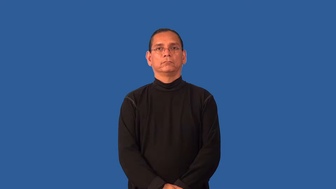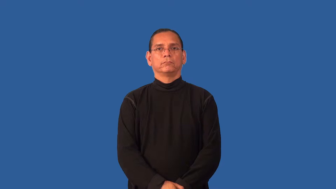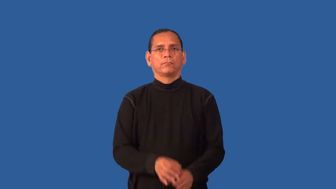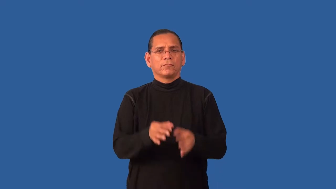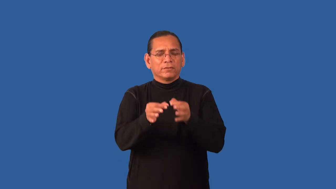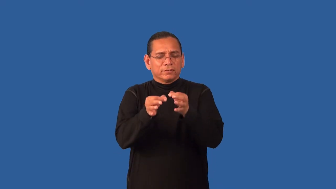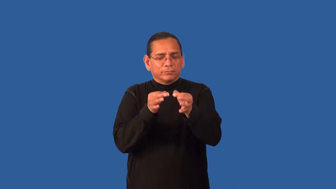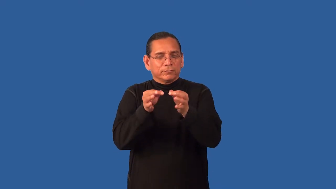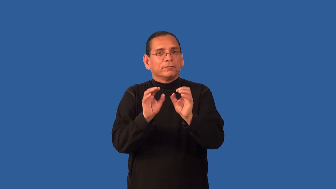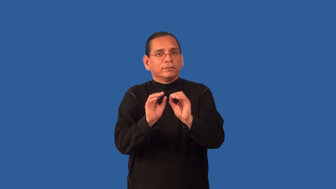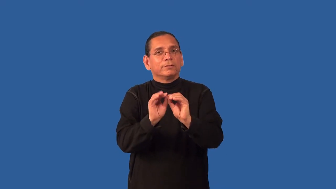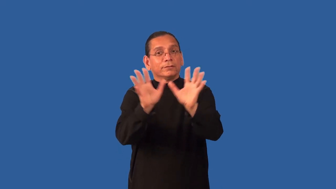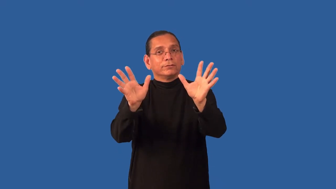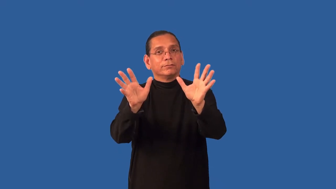explicit,clarify,pointblank,bring home,enlarge,enunciate